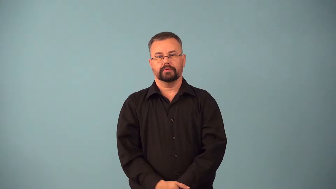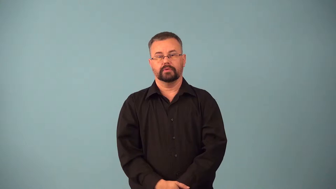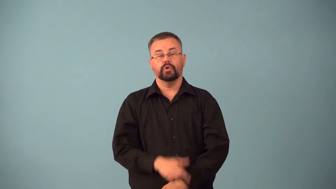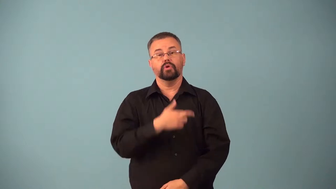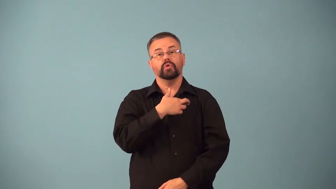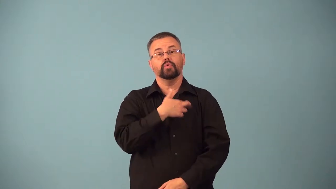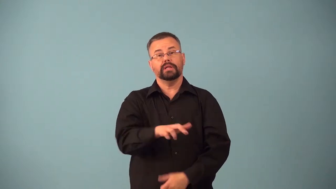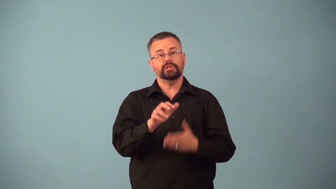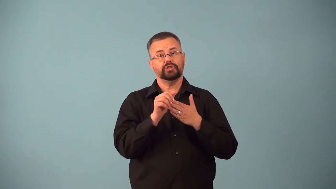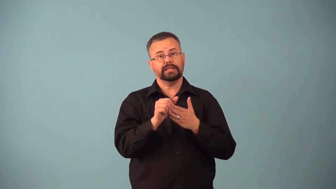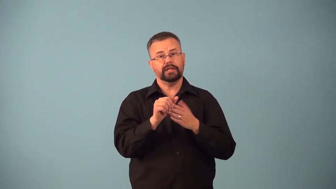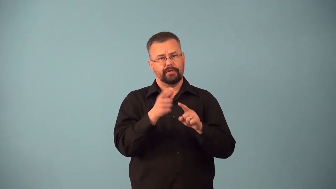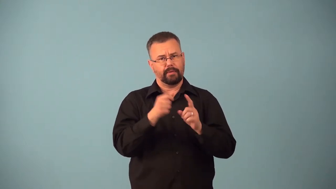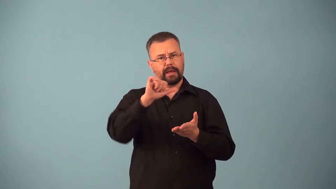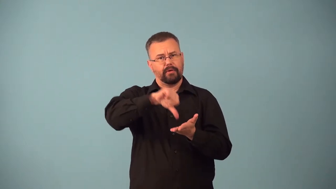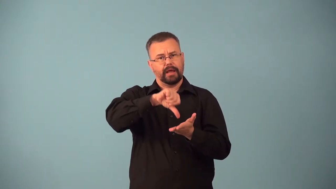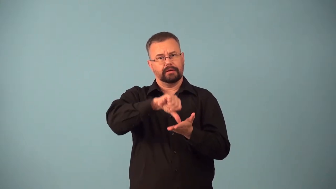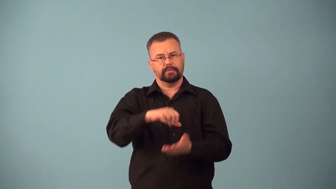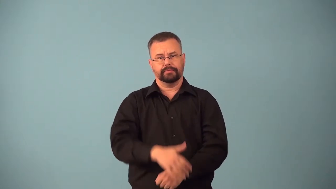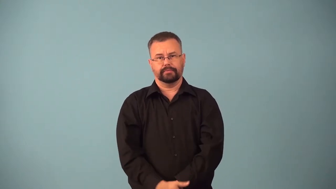ayatollah